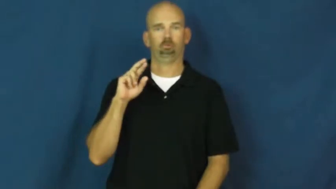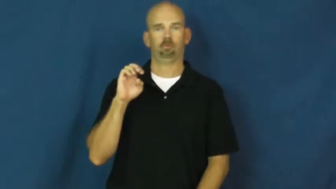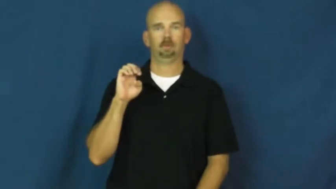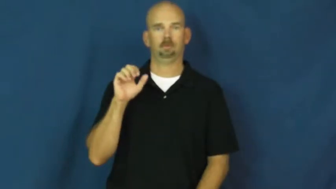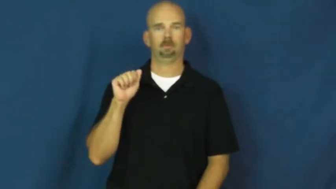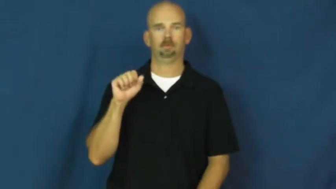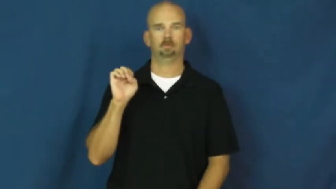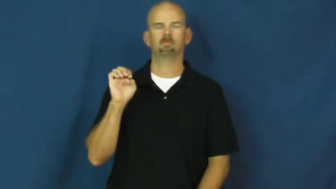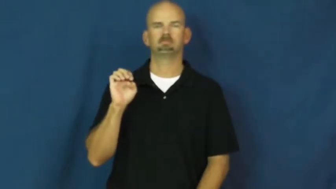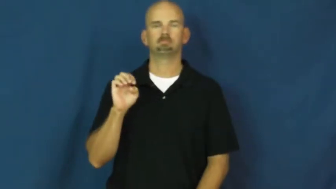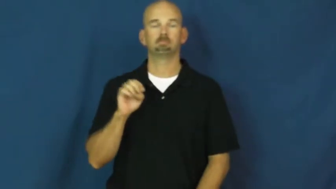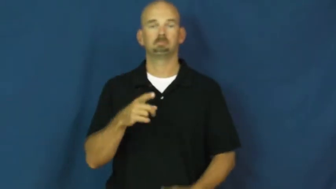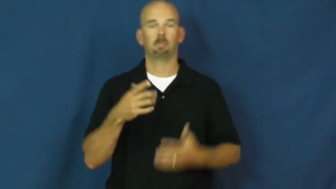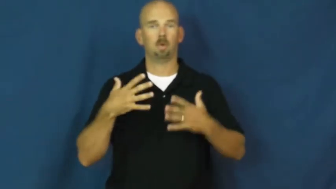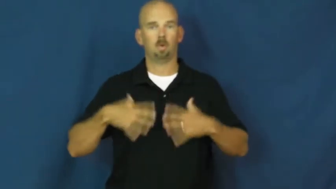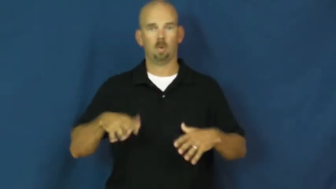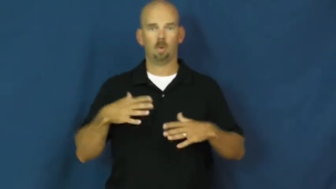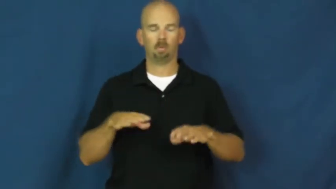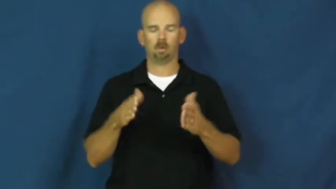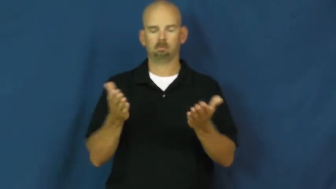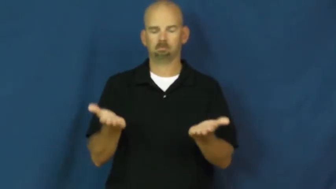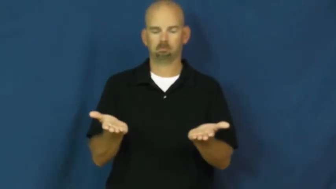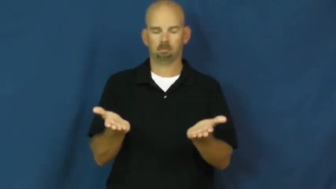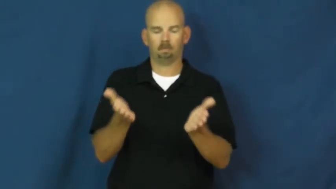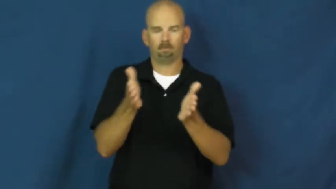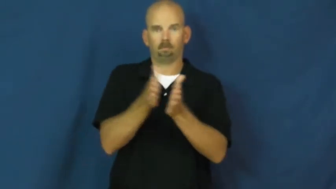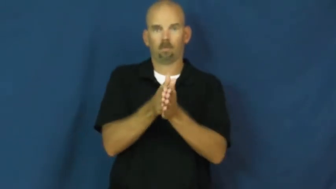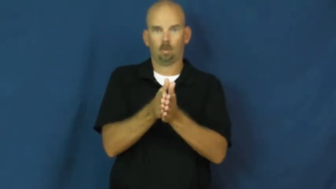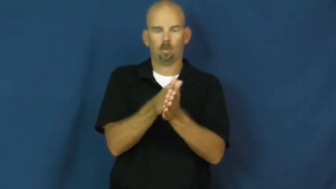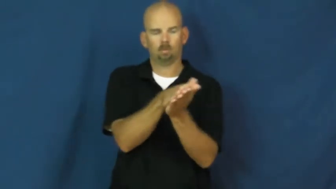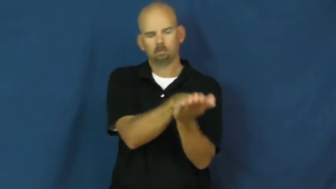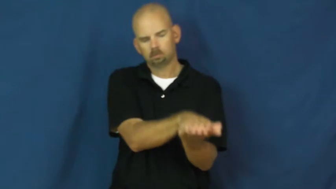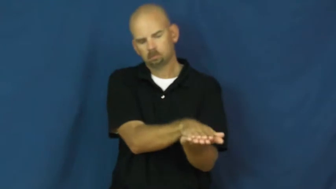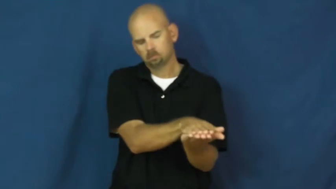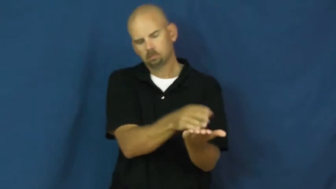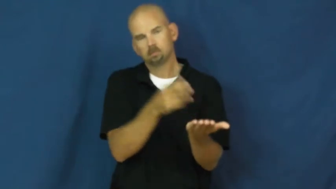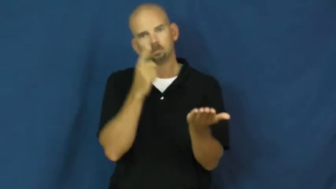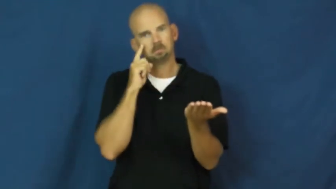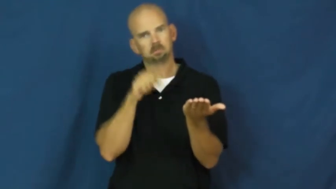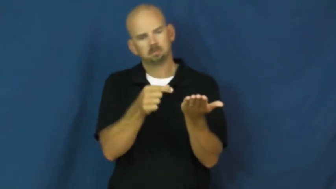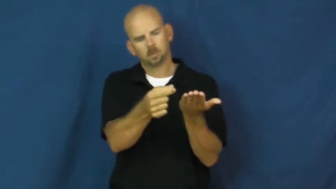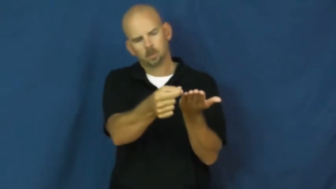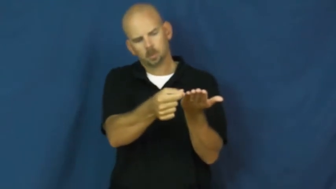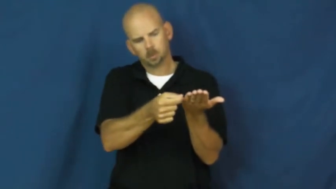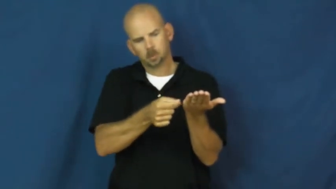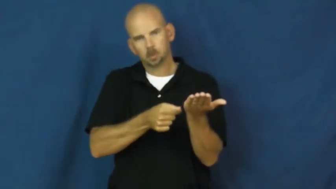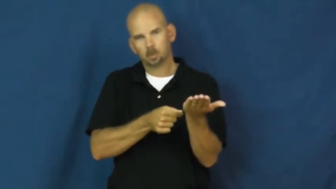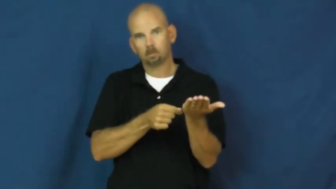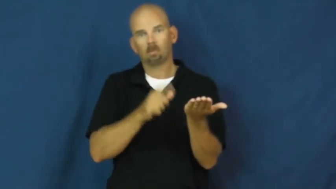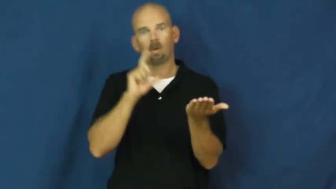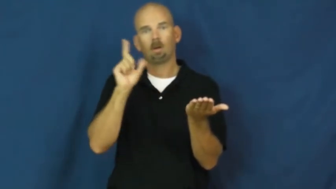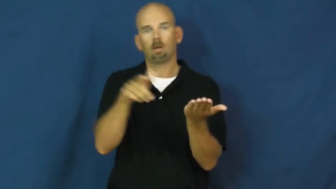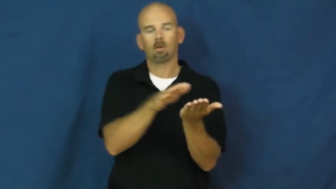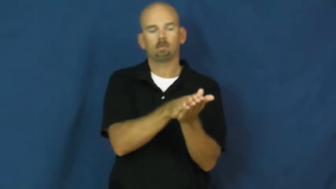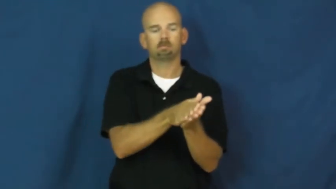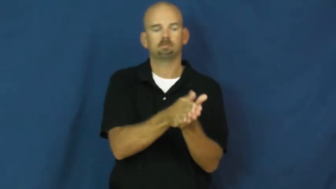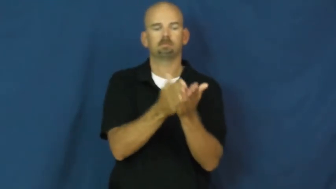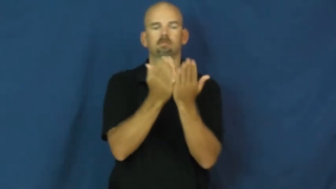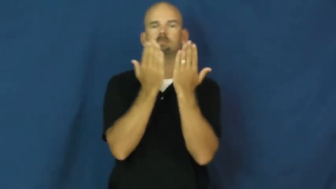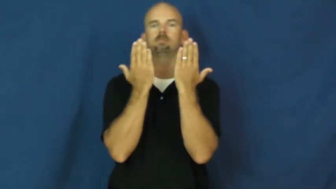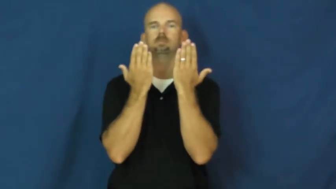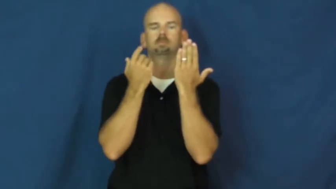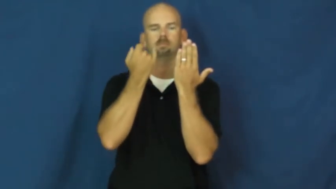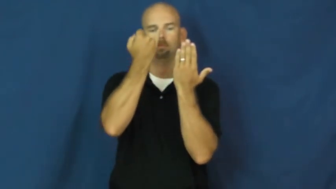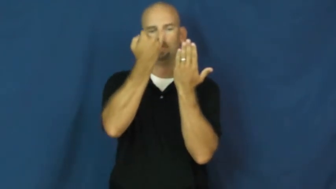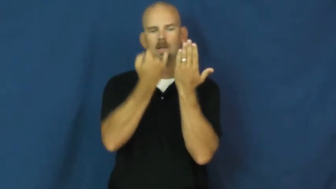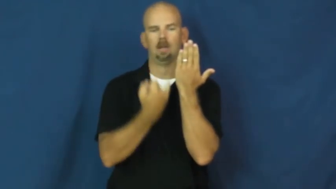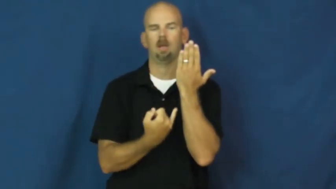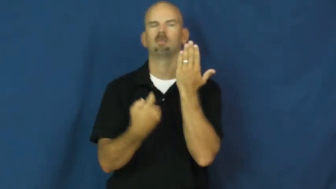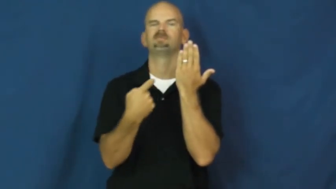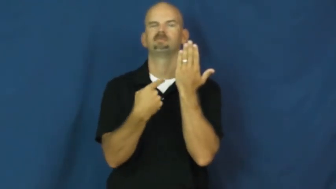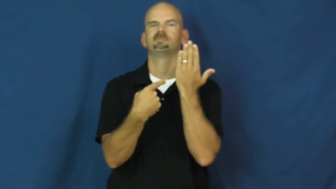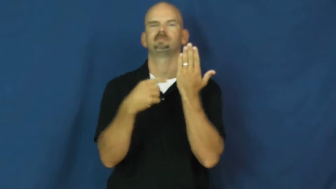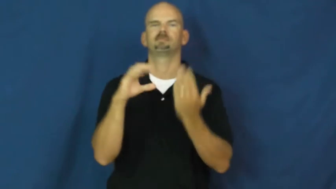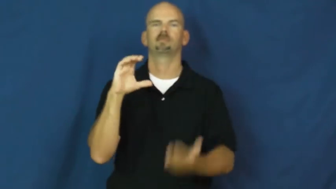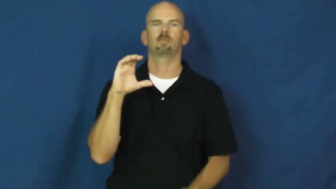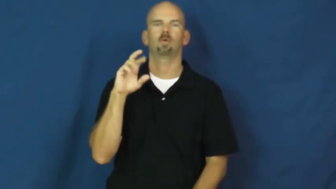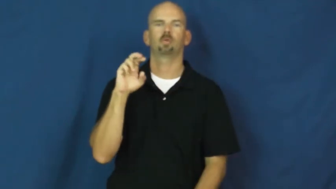crease